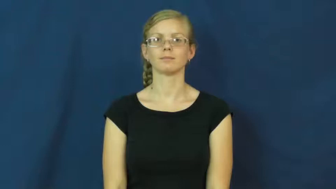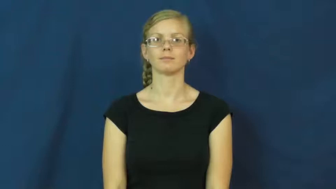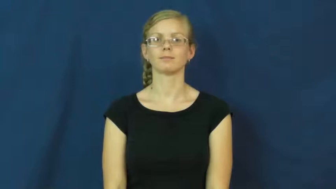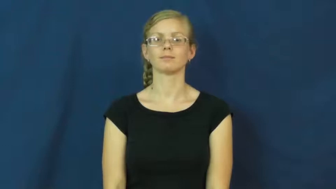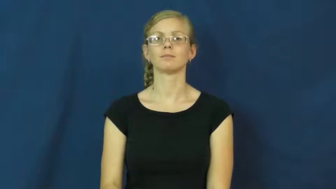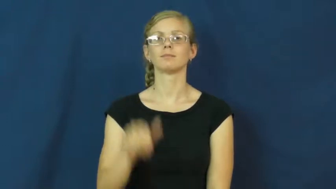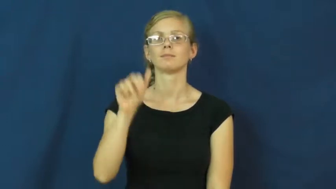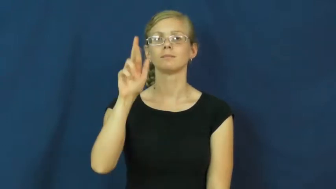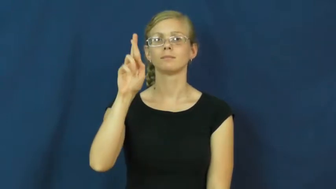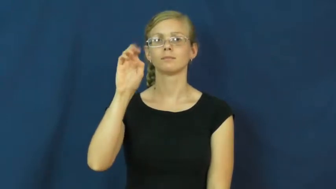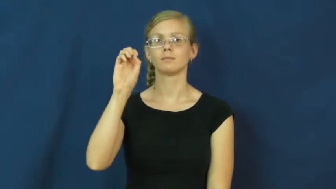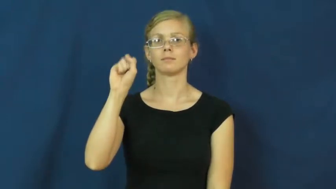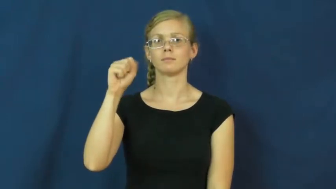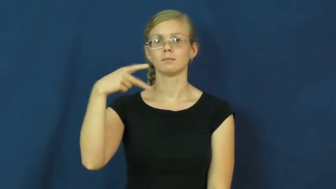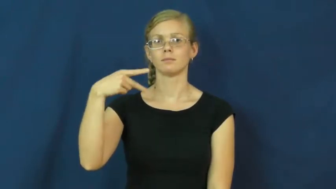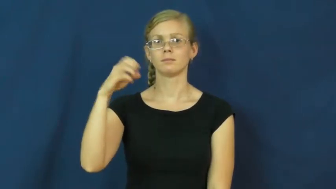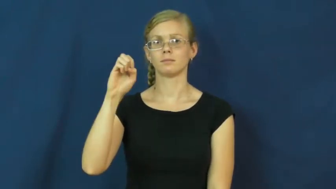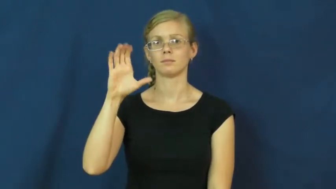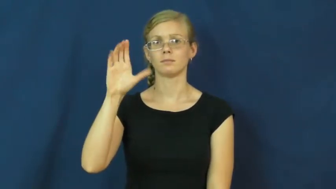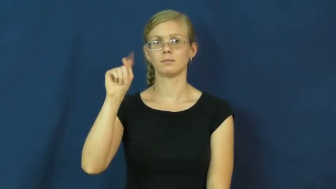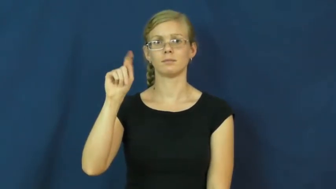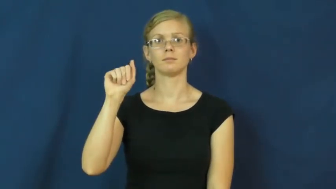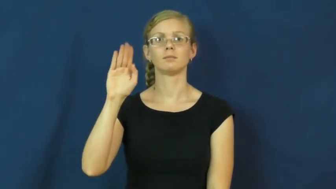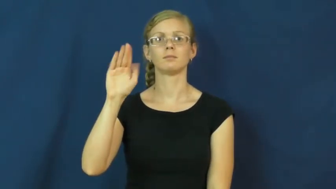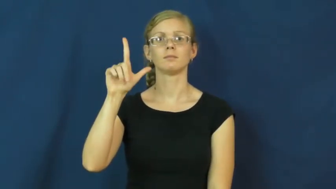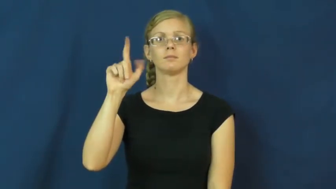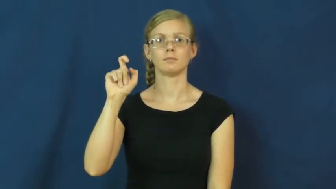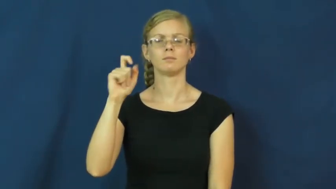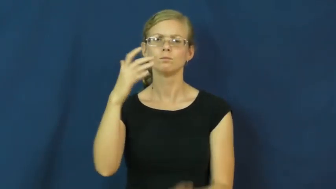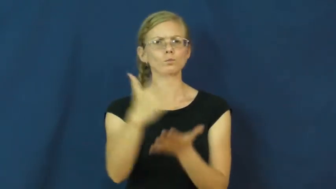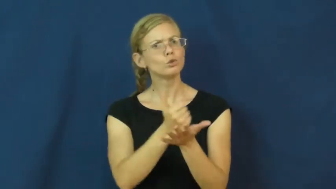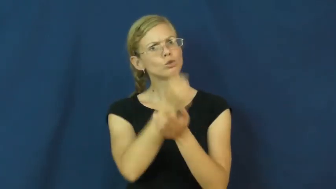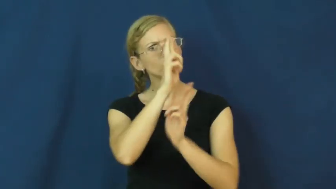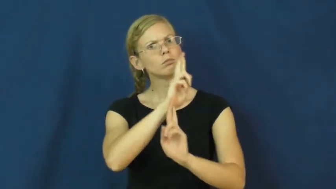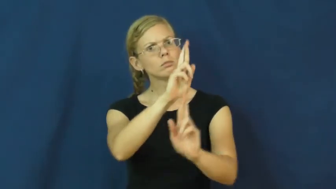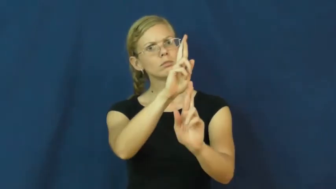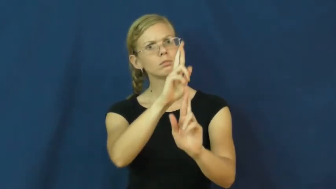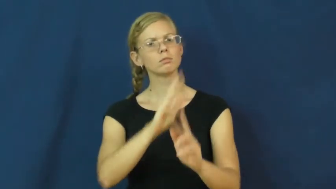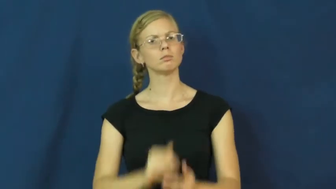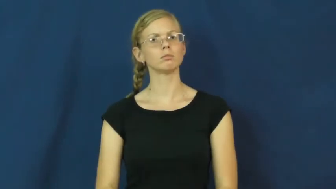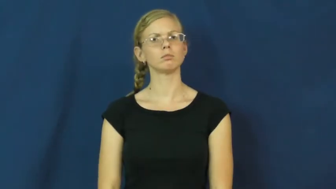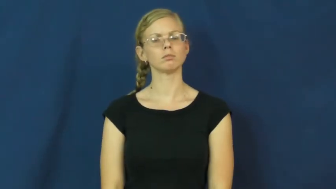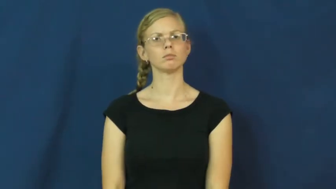respectable